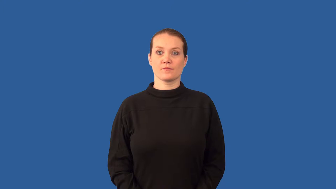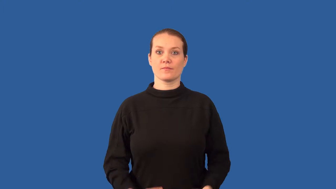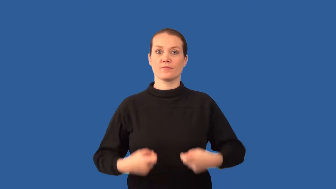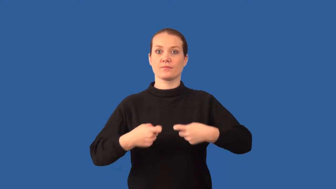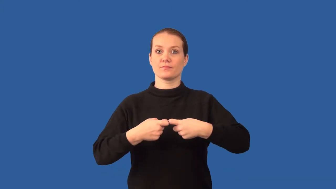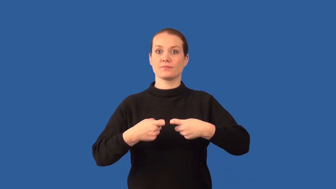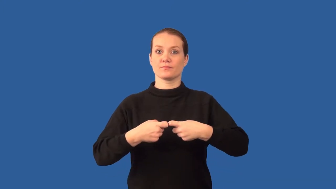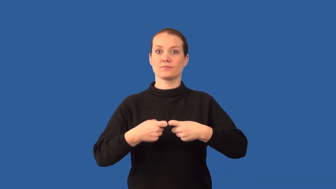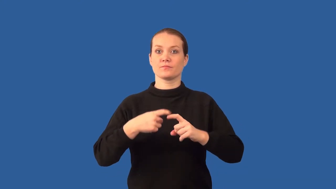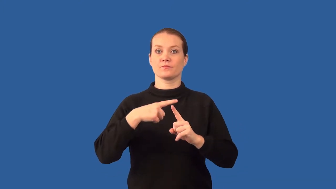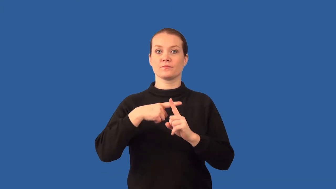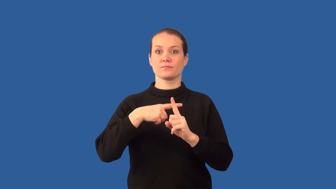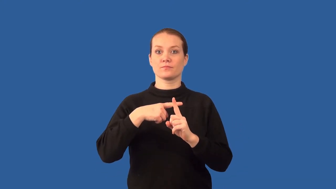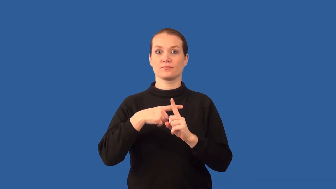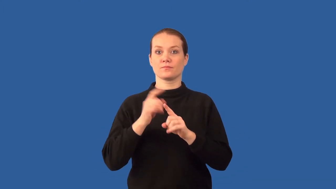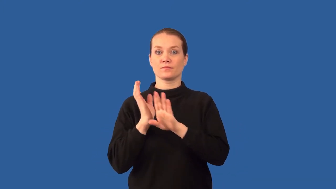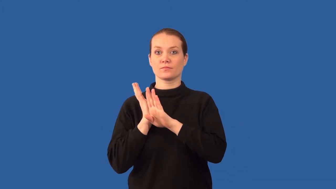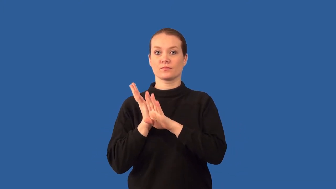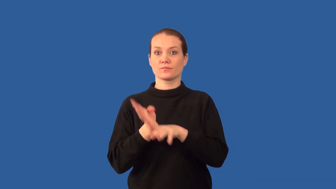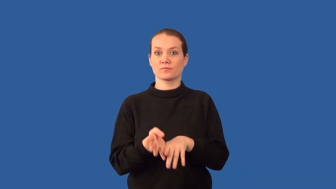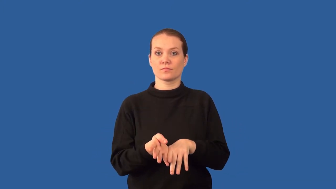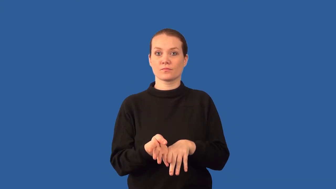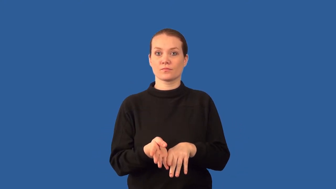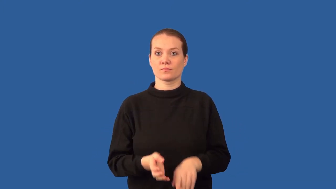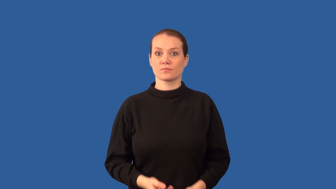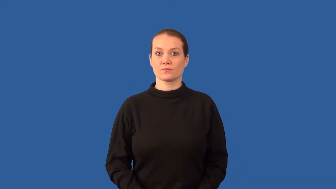anode